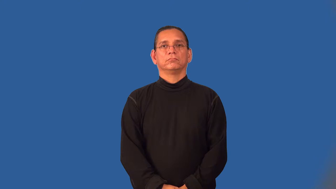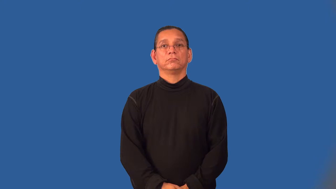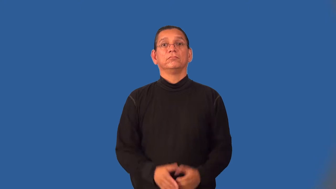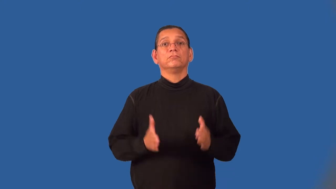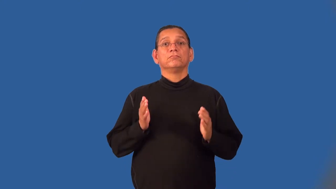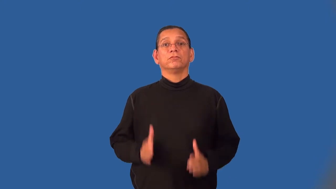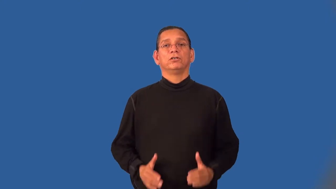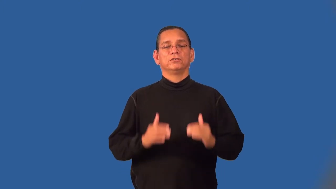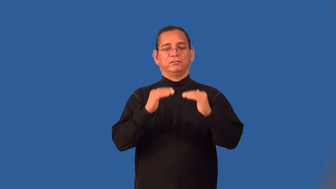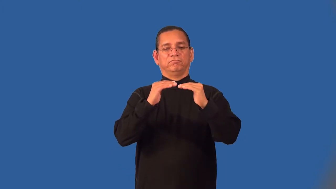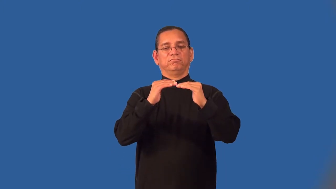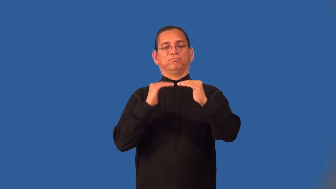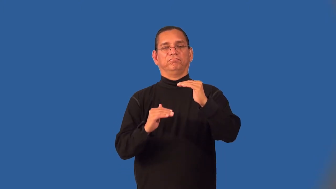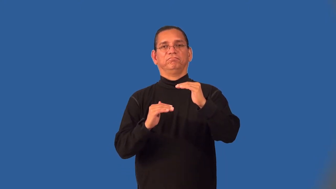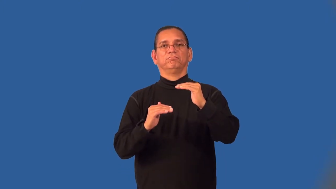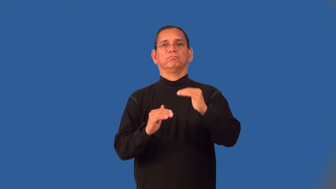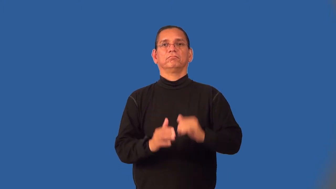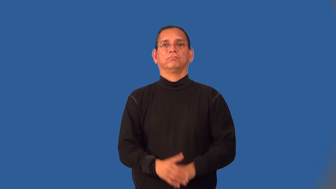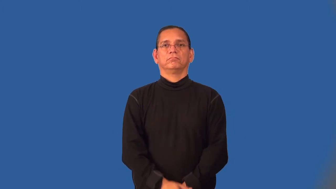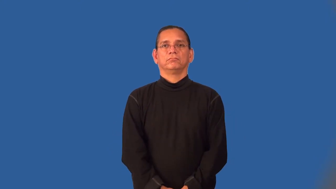underling